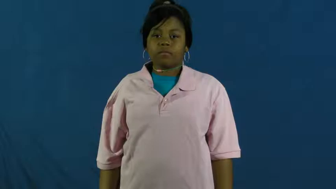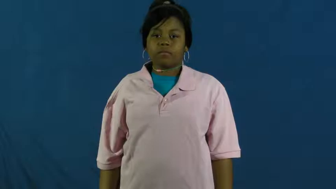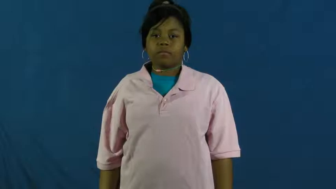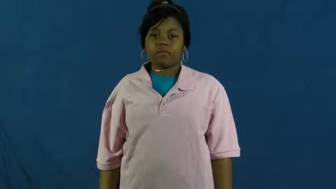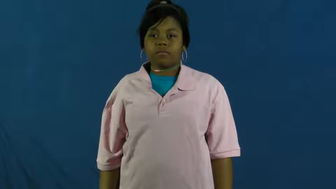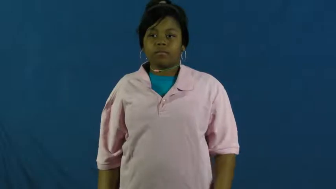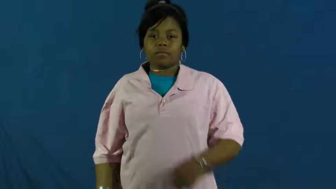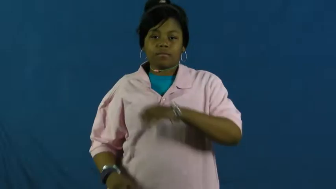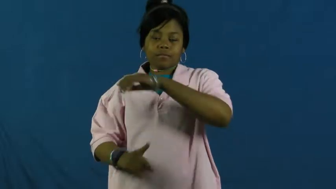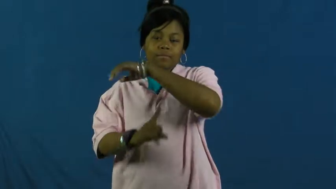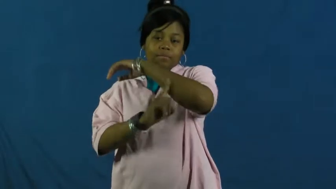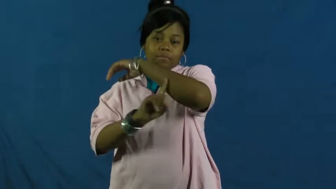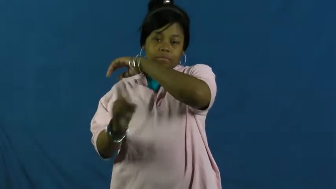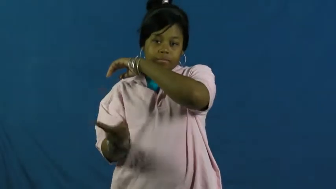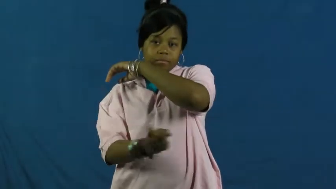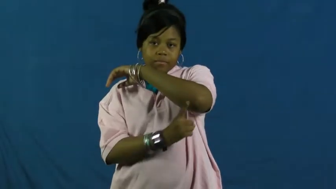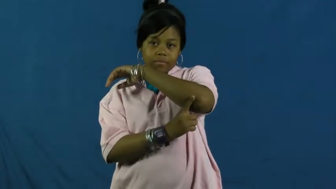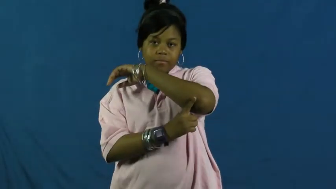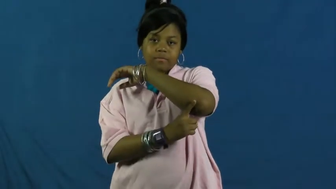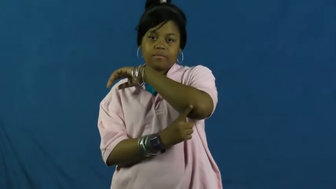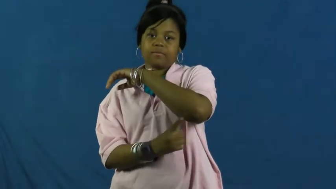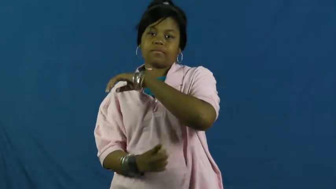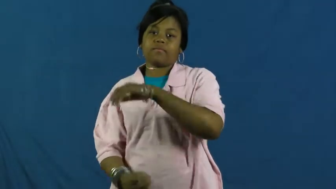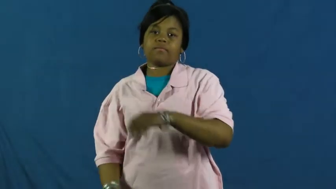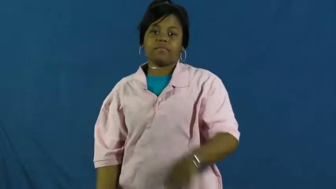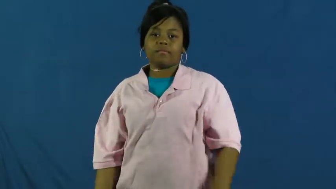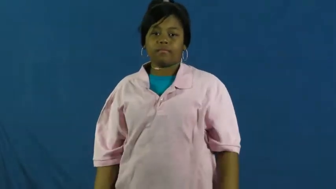episcopal